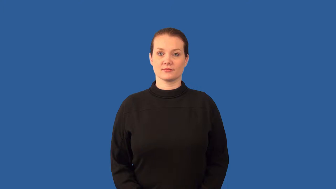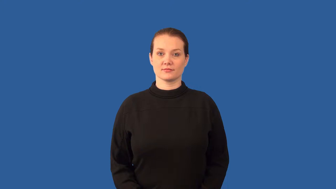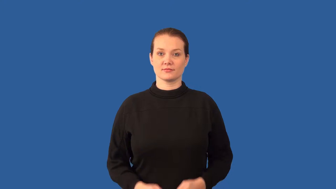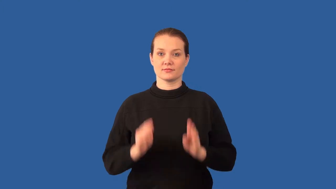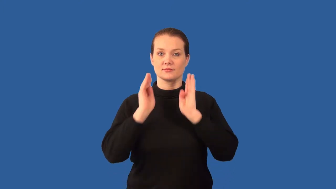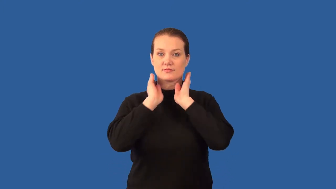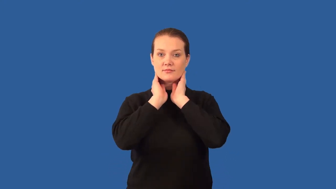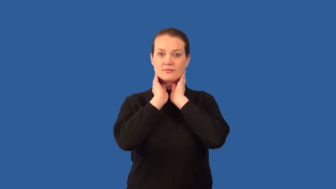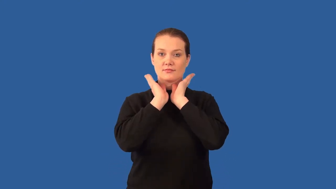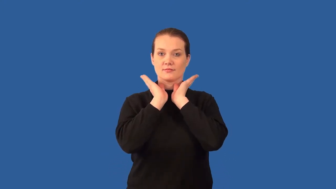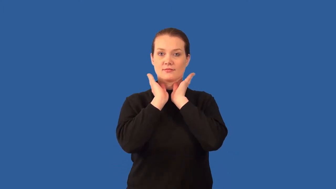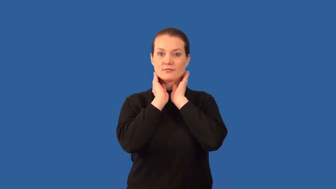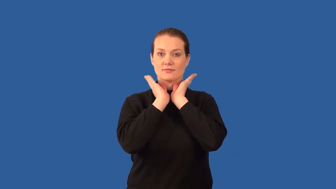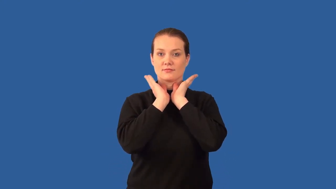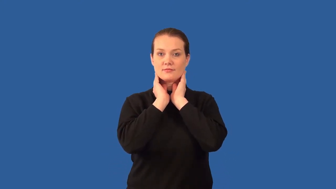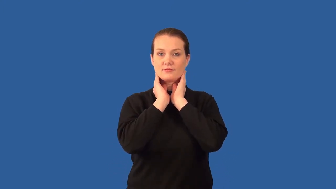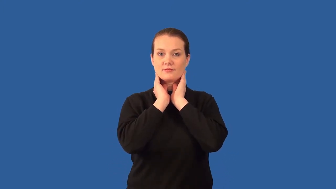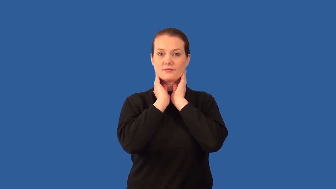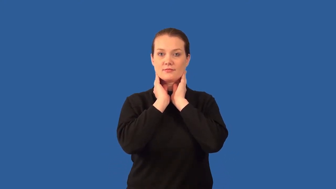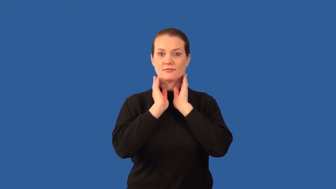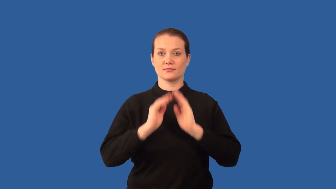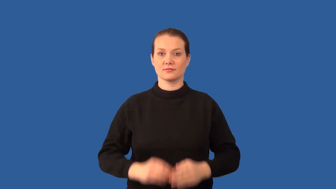gills